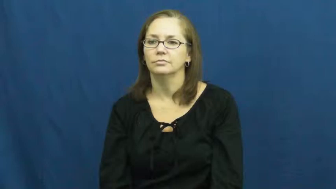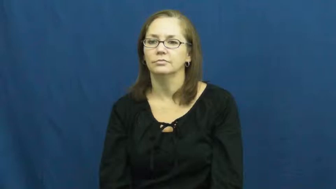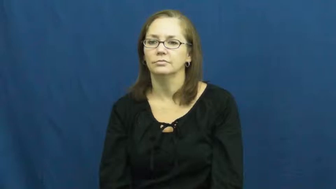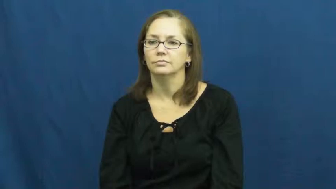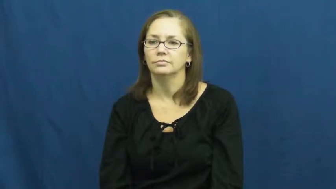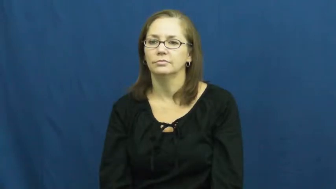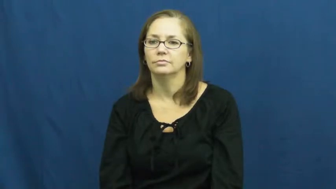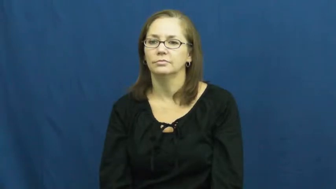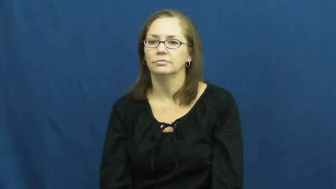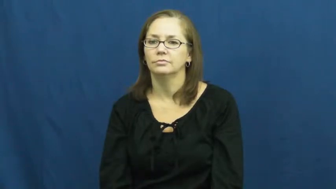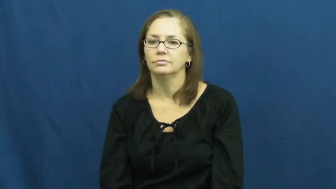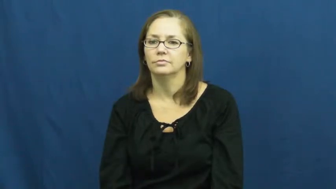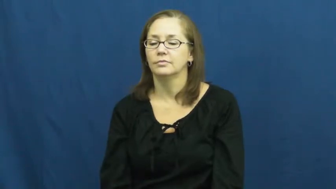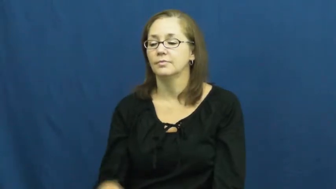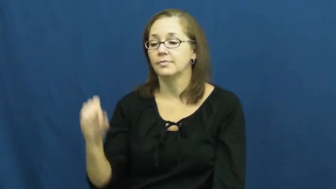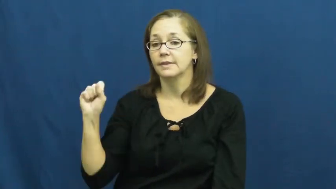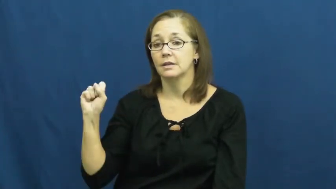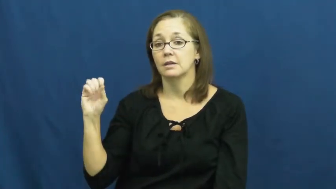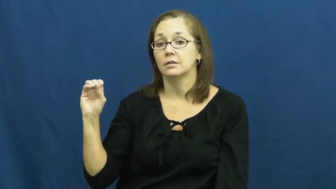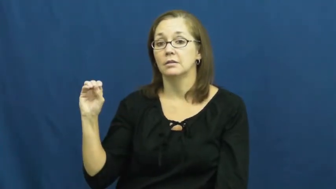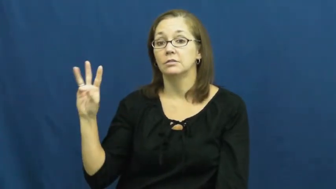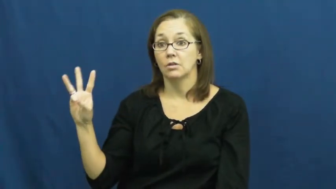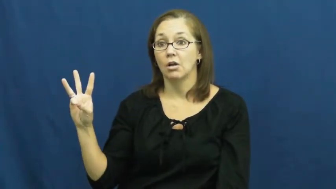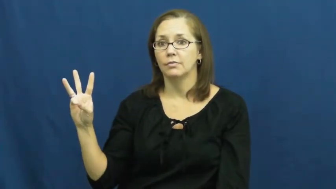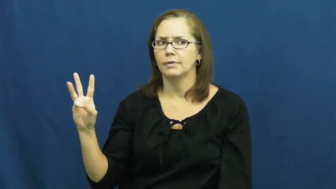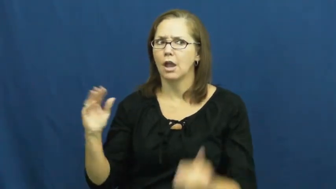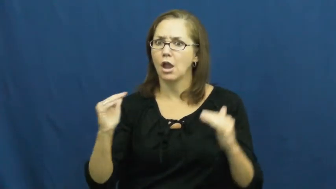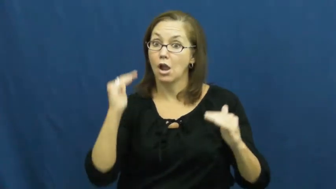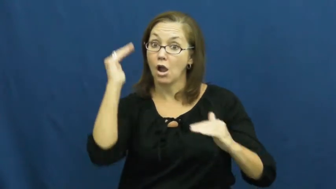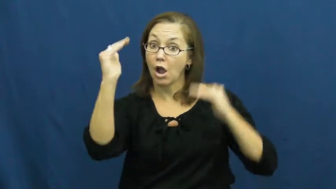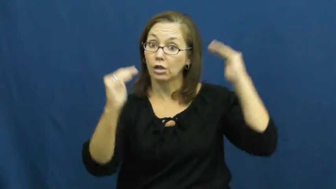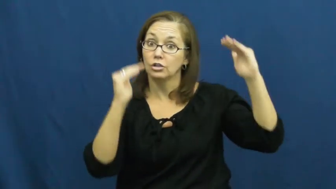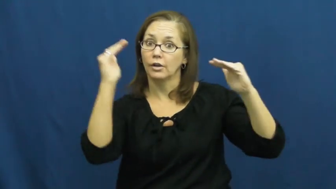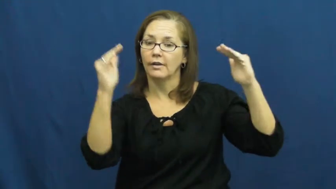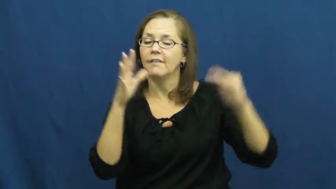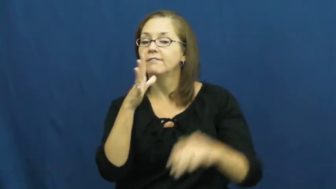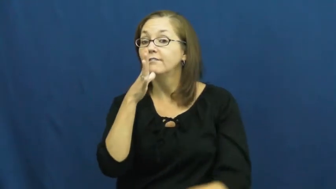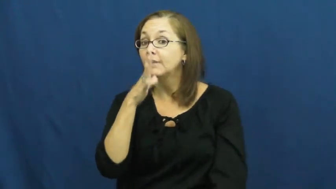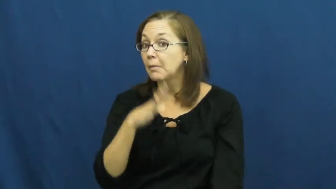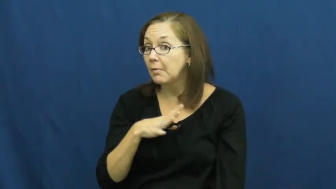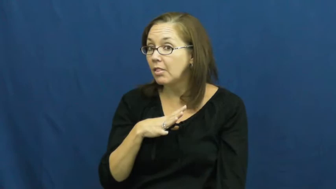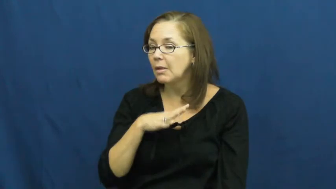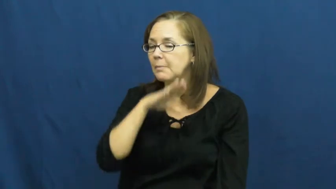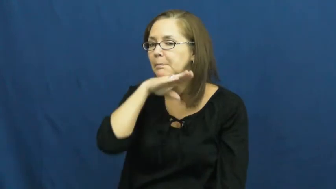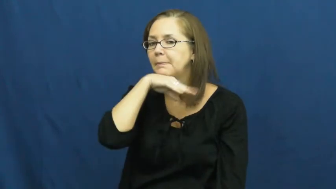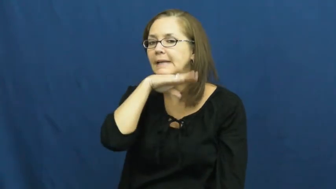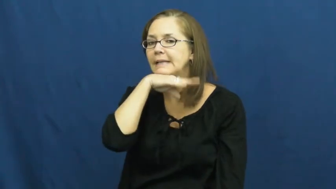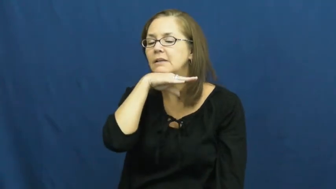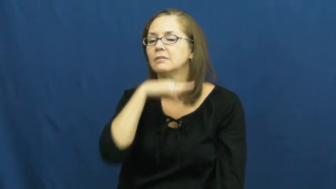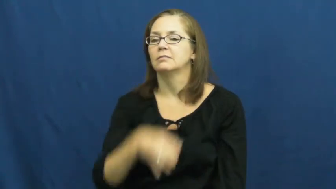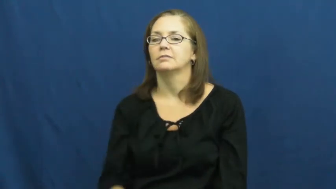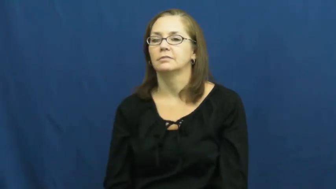sow-pig